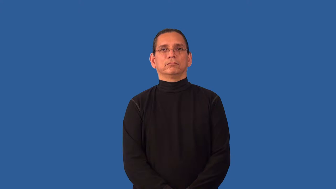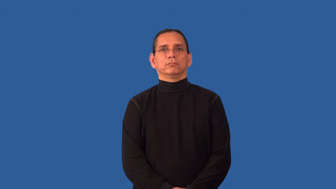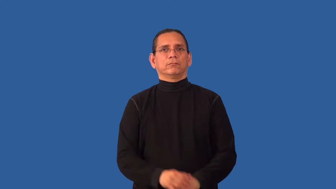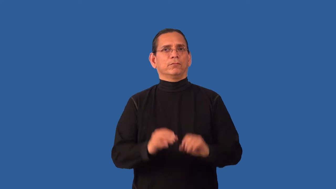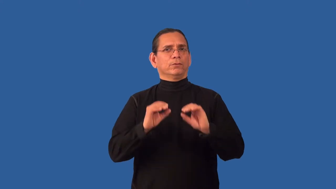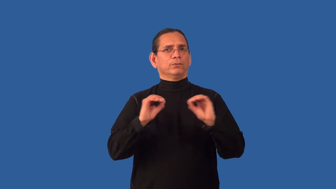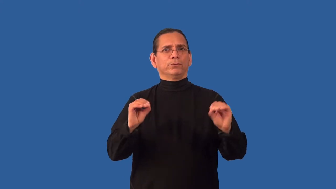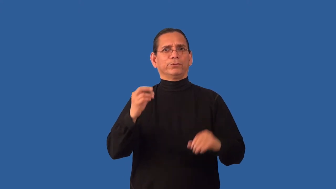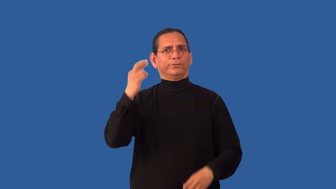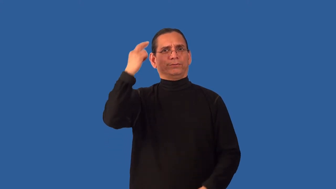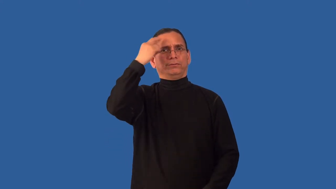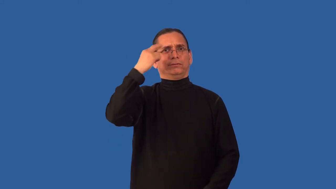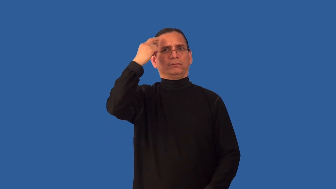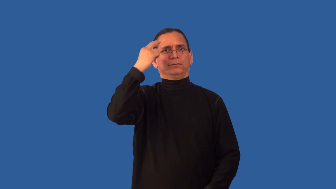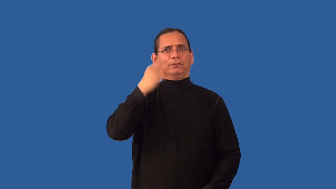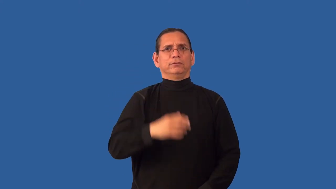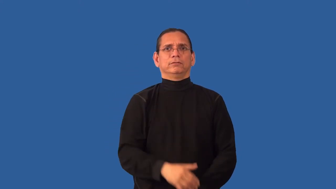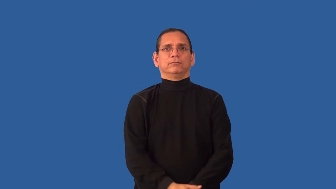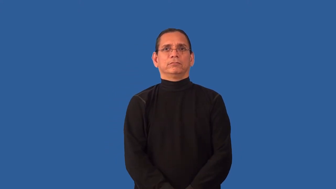unprovoked,unreasoning